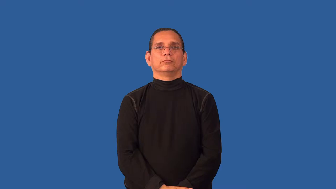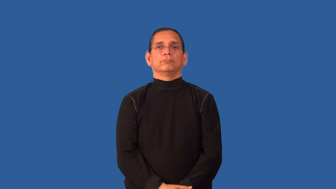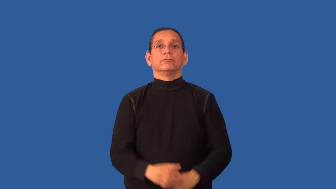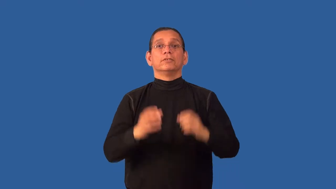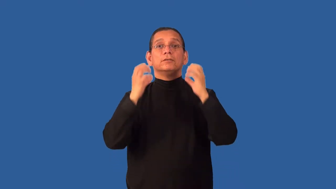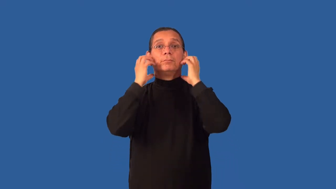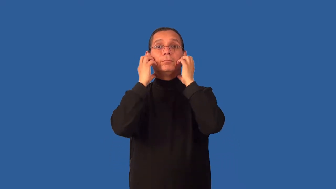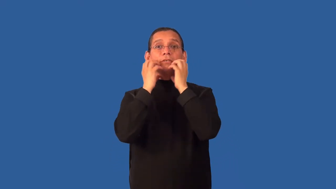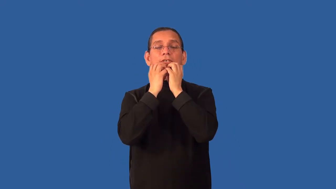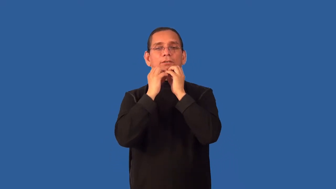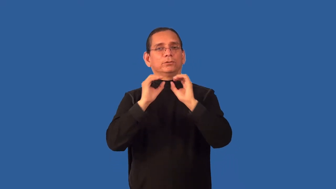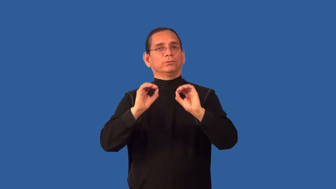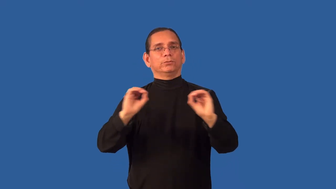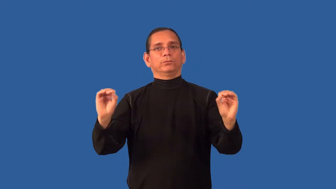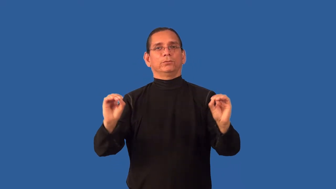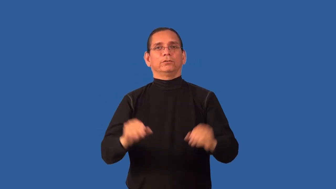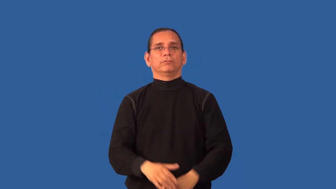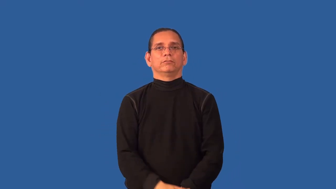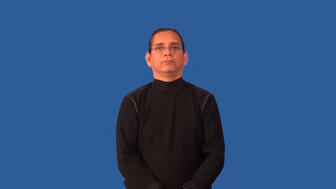beardless